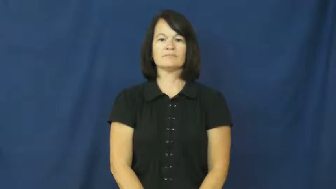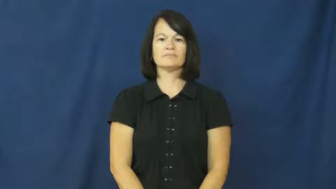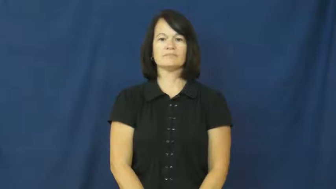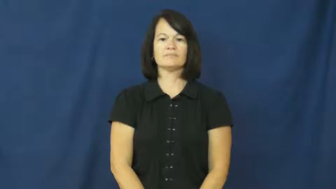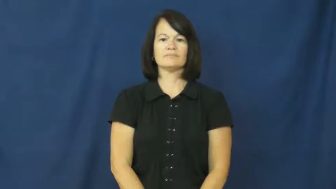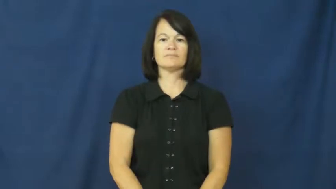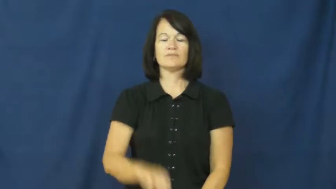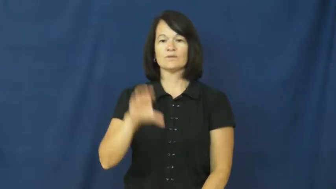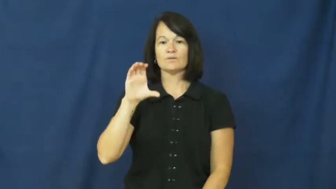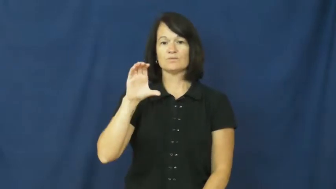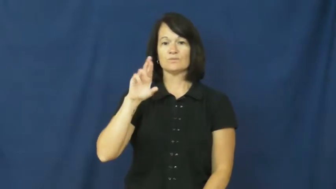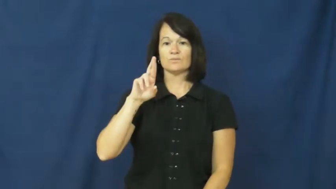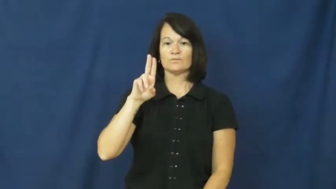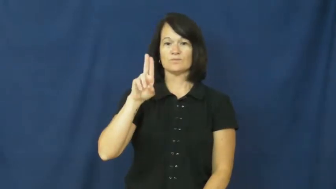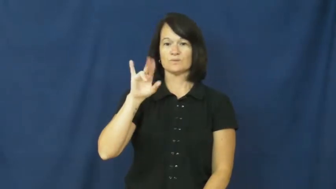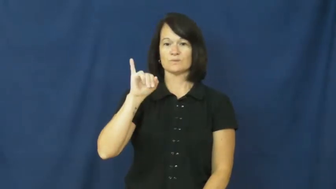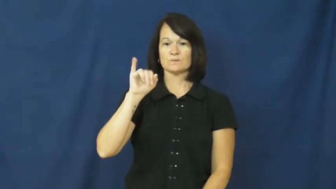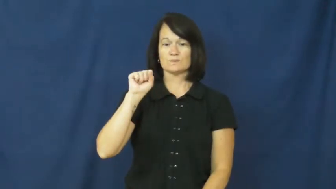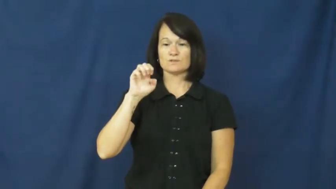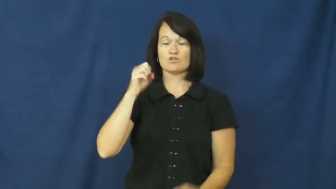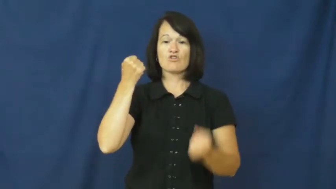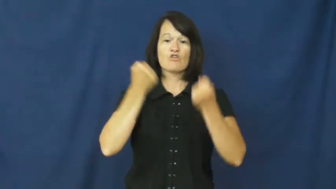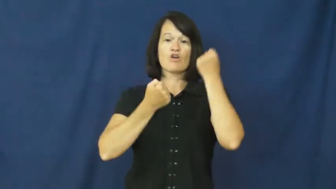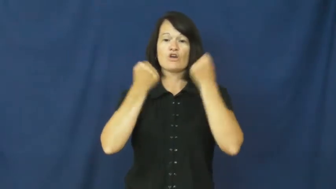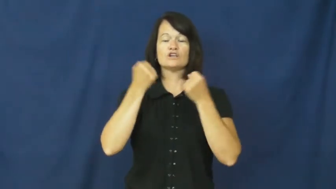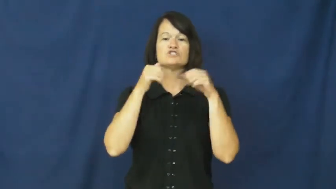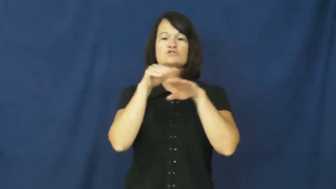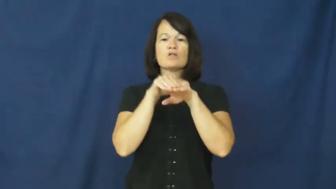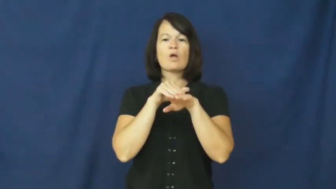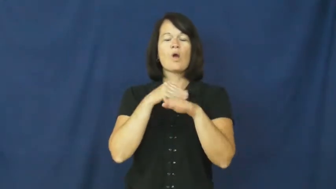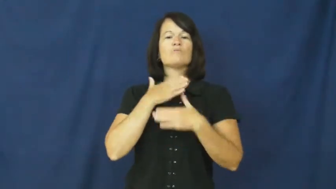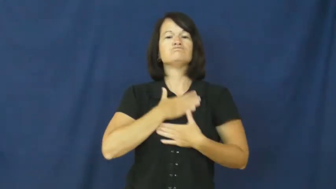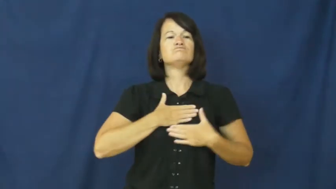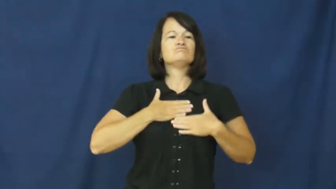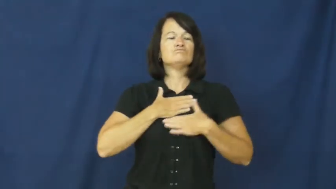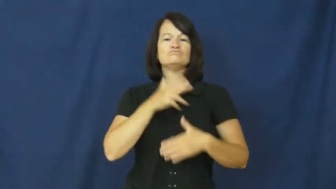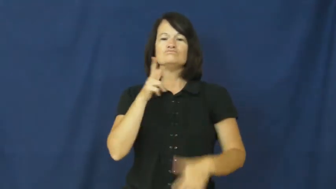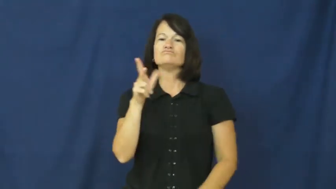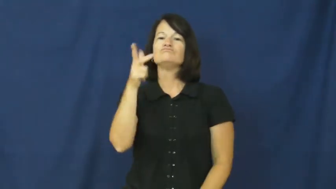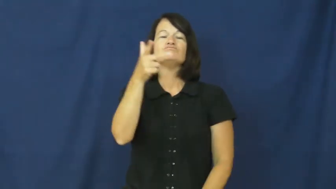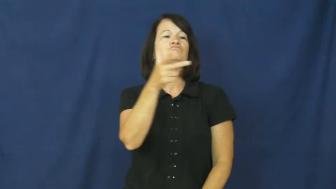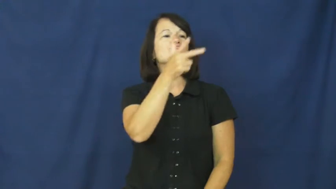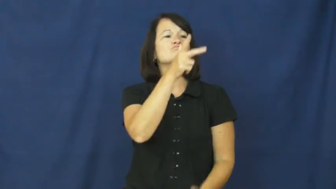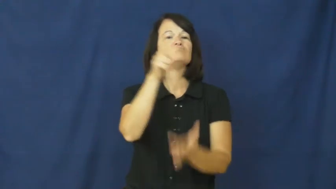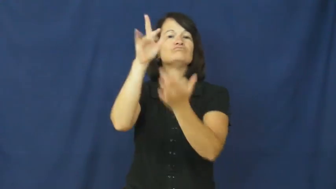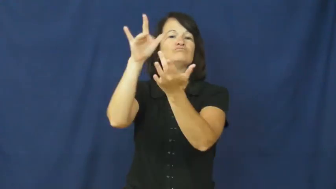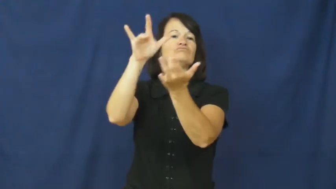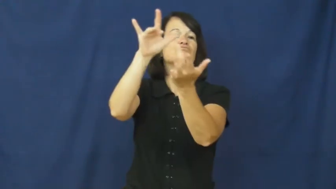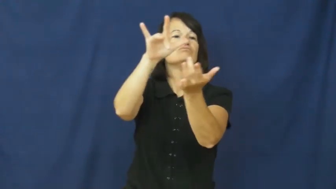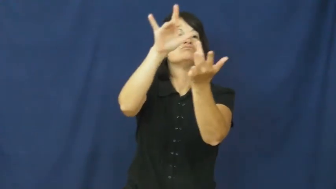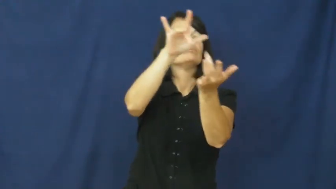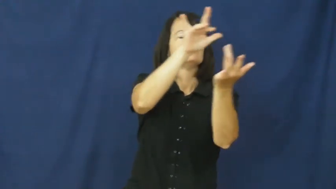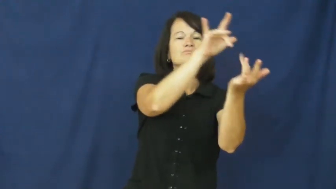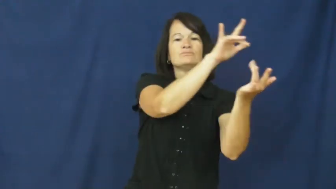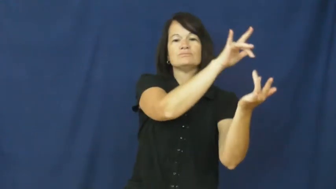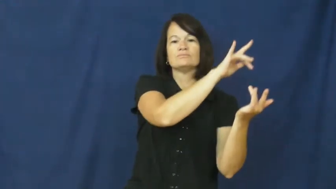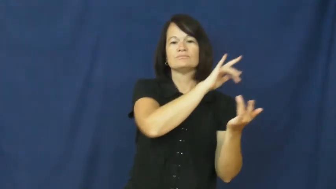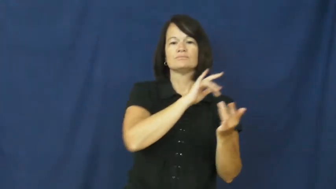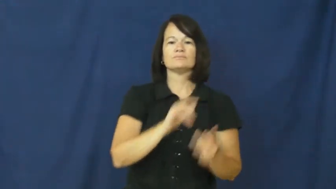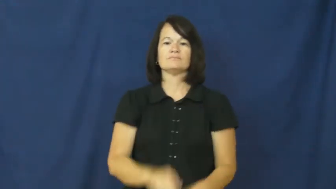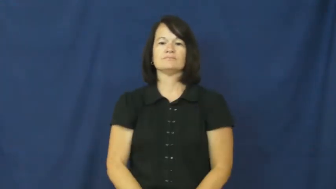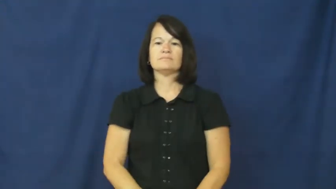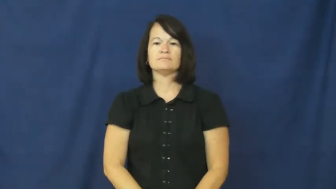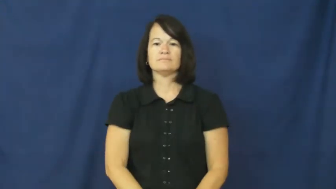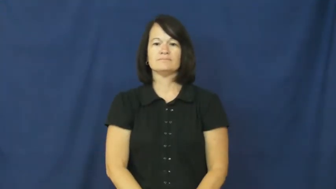cruise,drive around